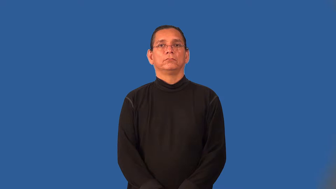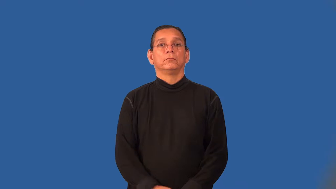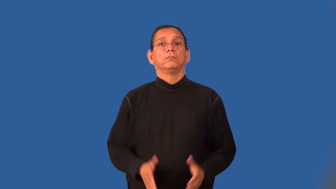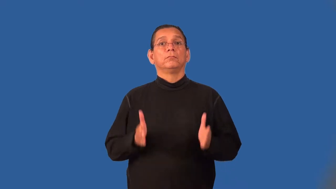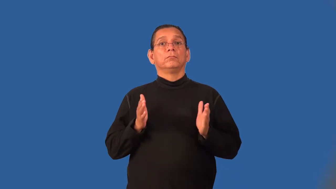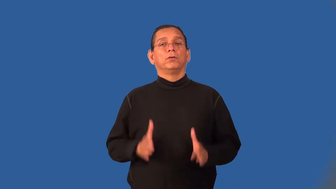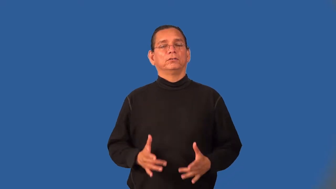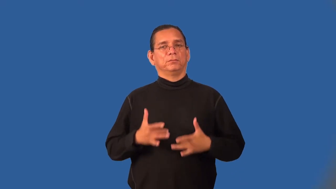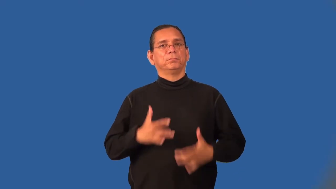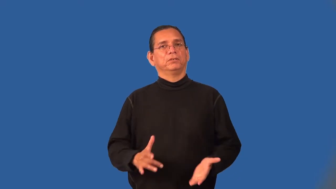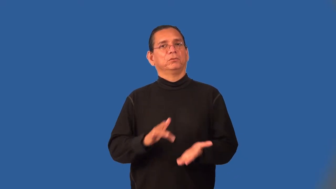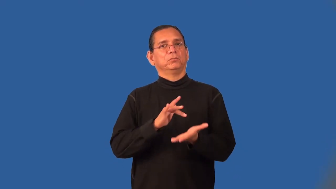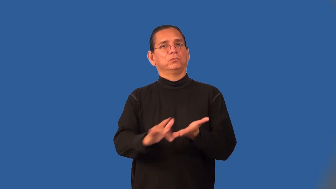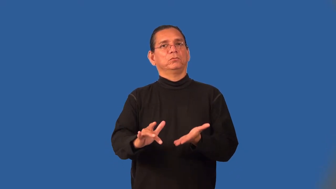stinker-rude person